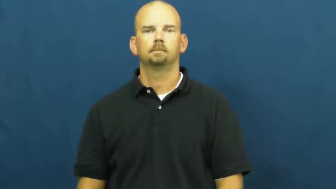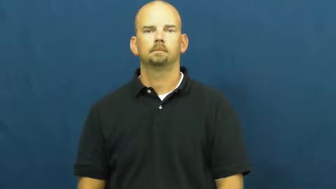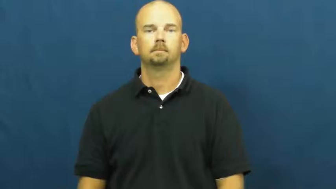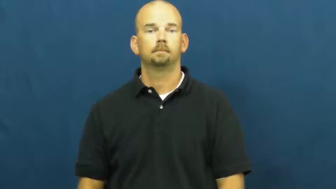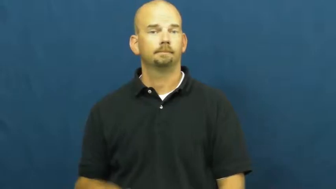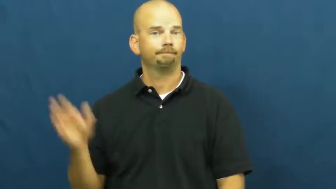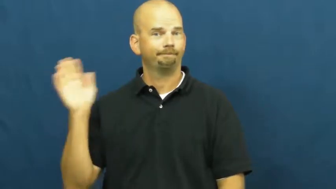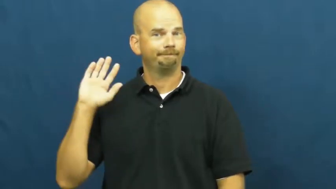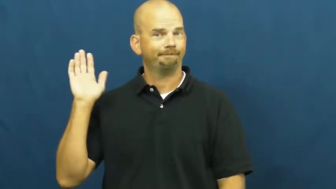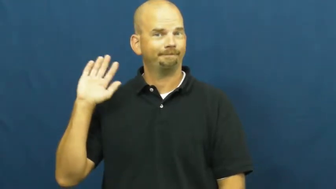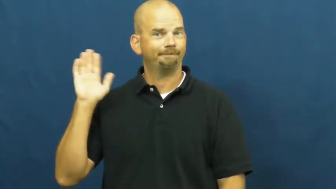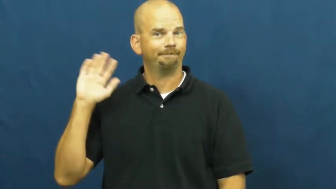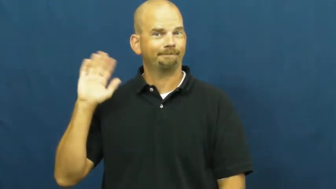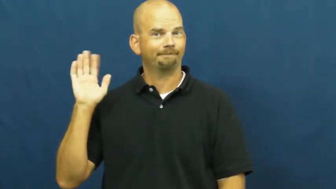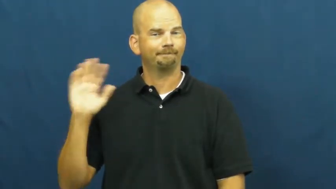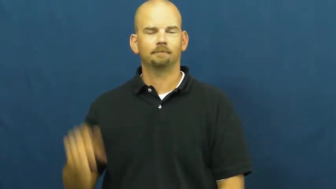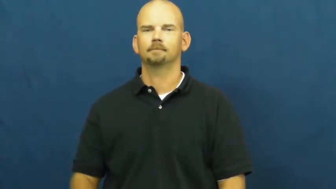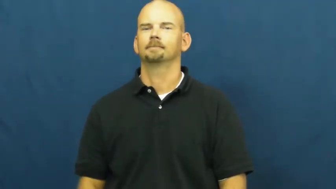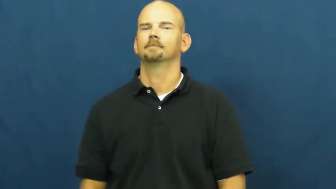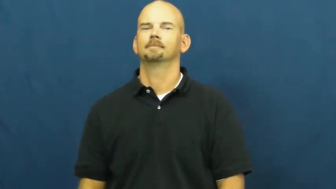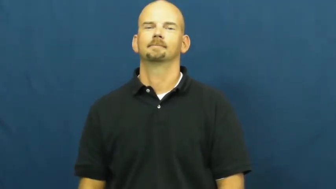wave,wave at,see off